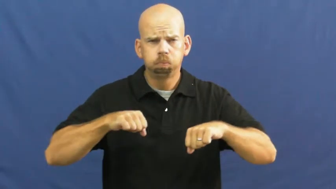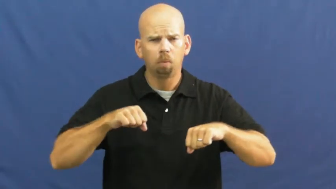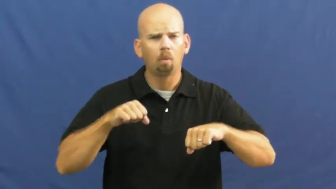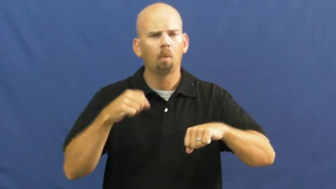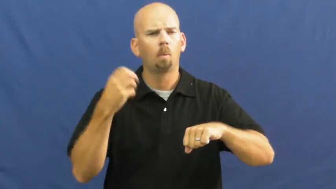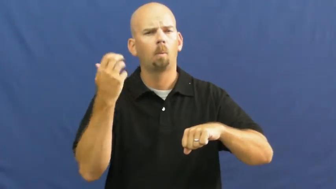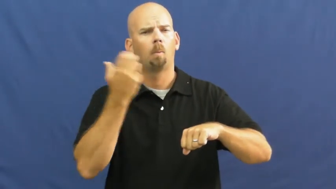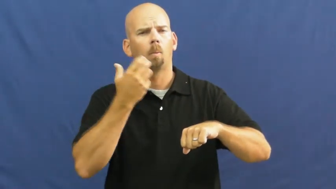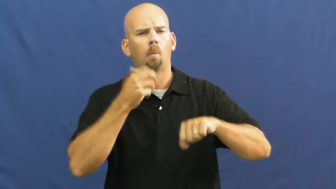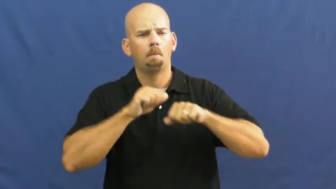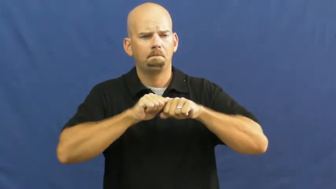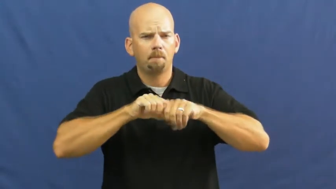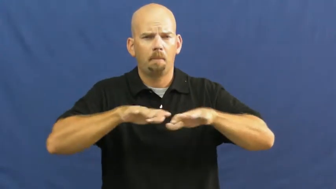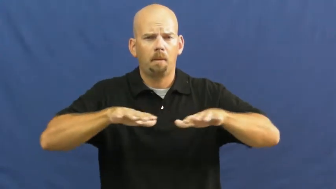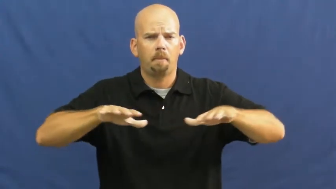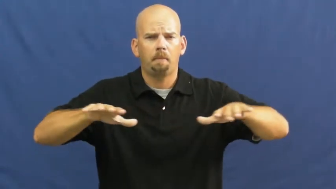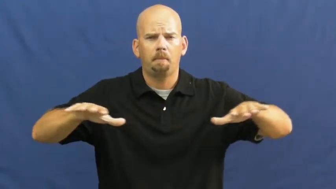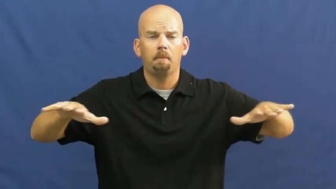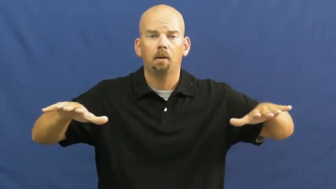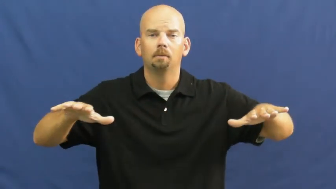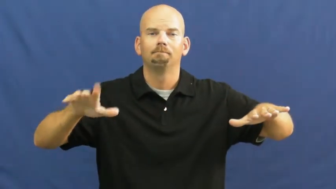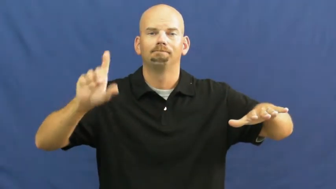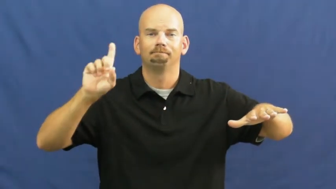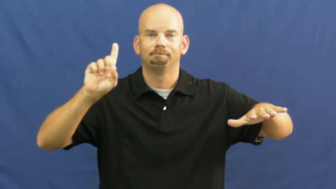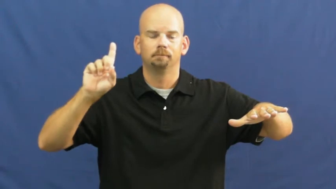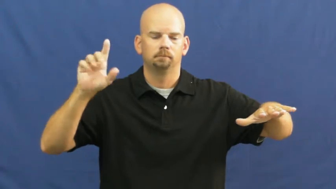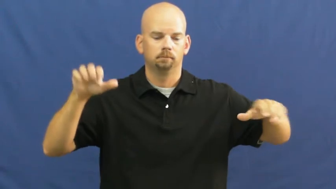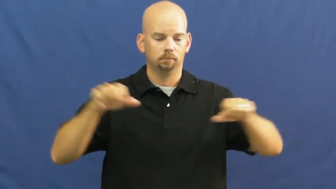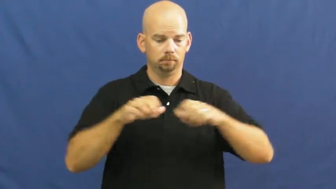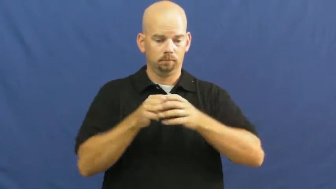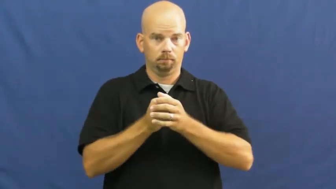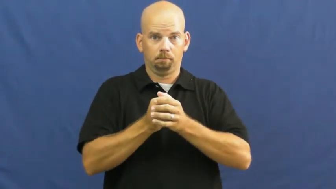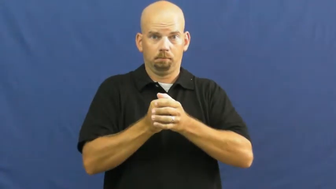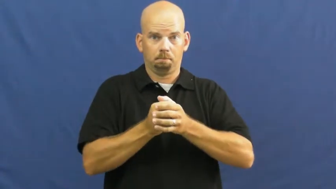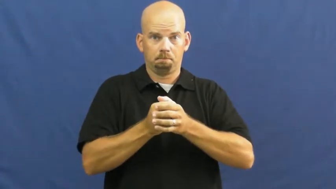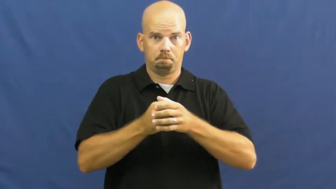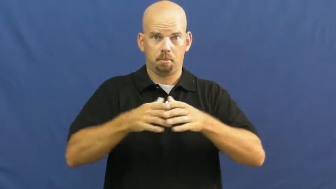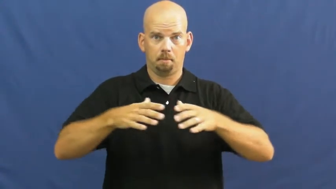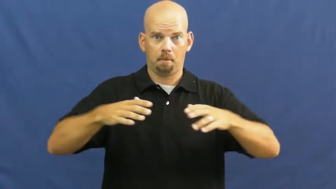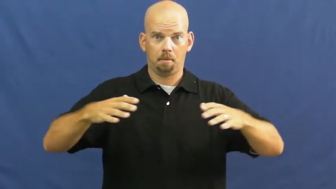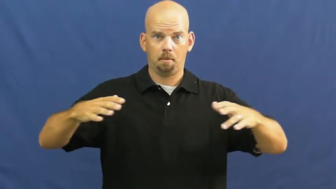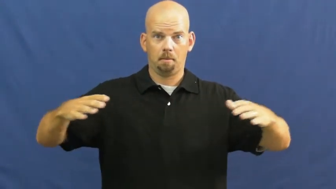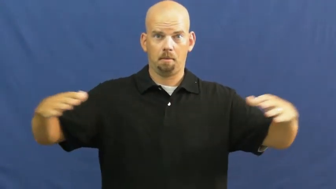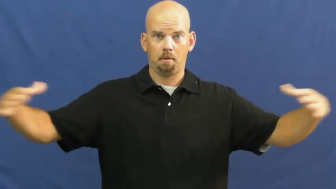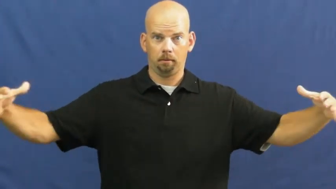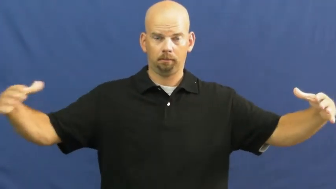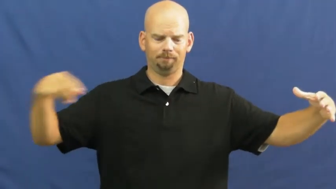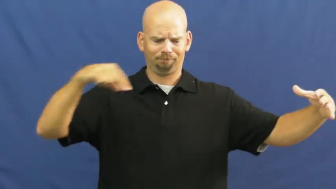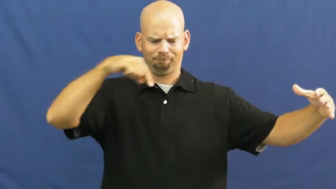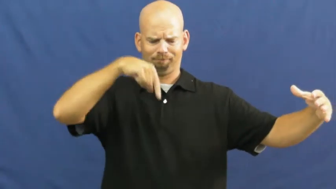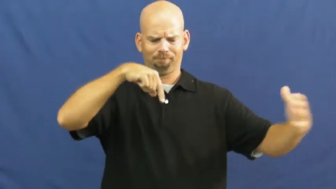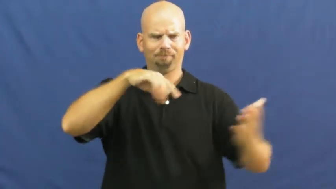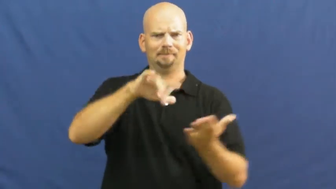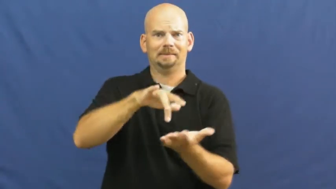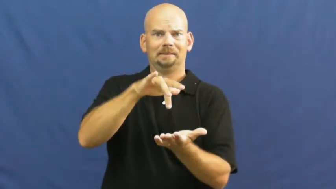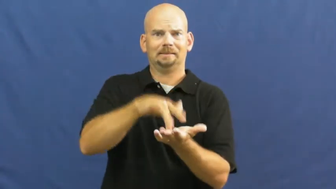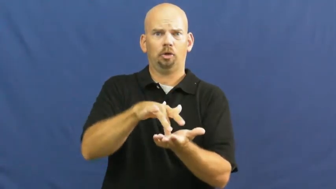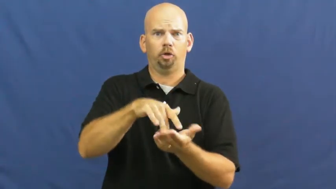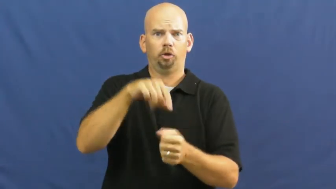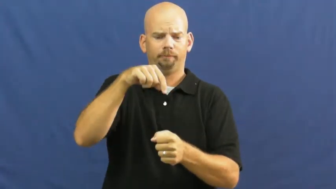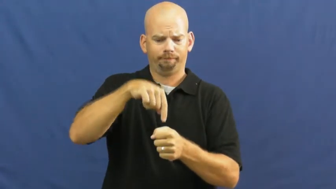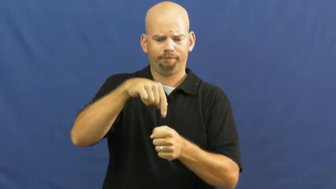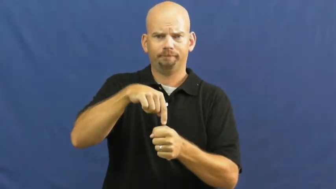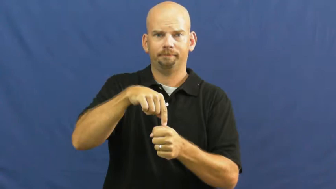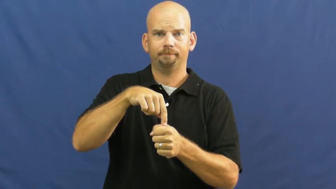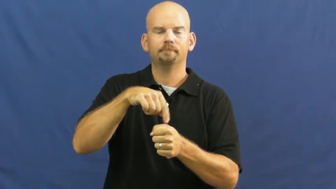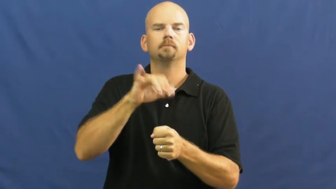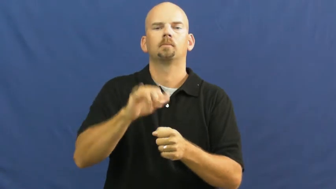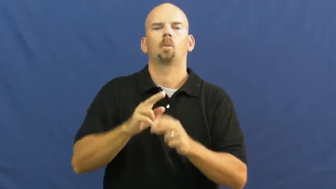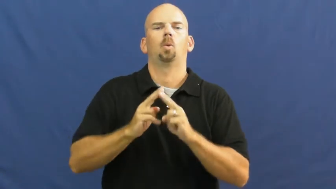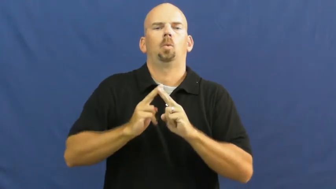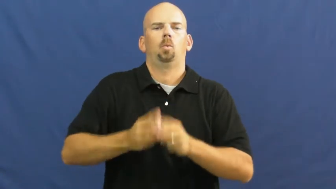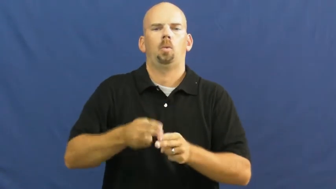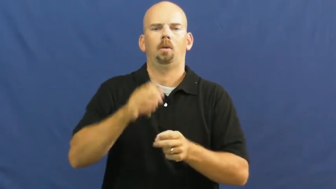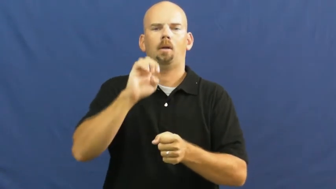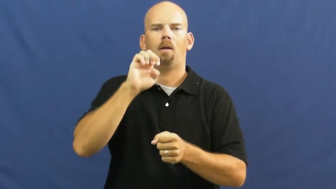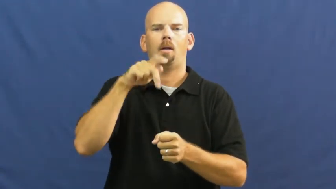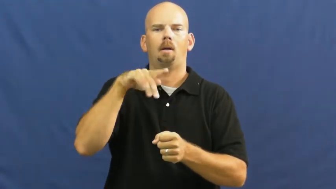epicenter